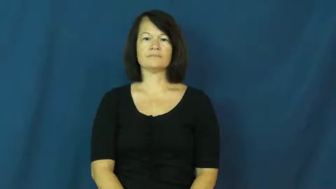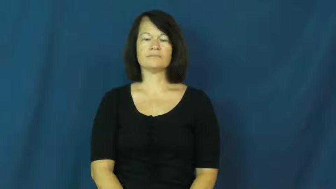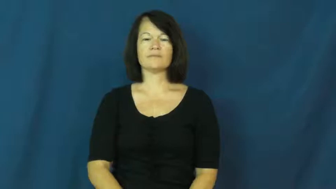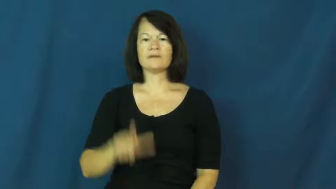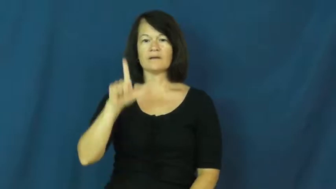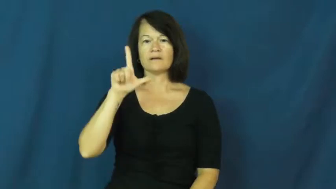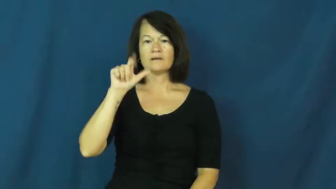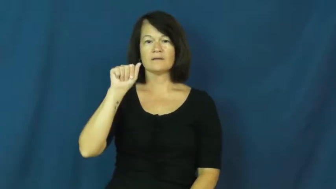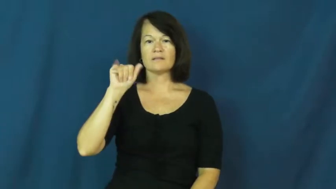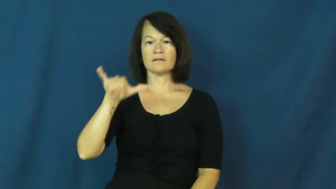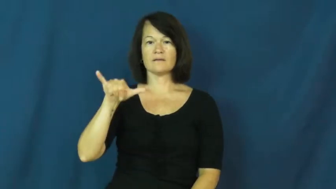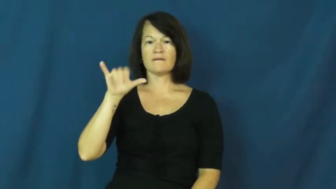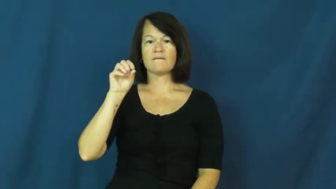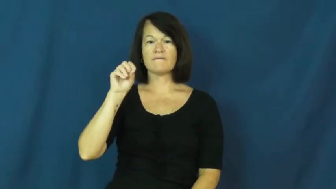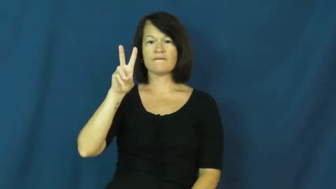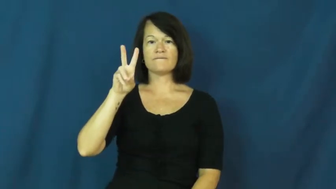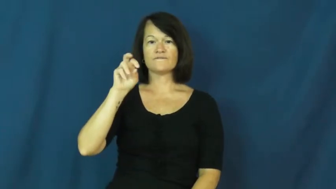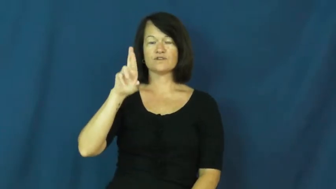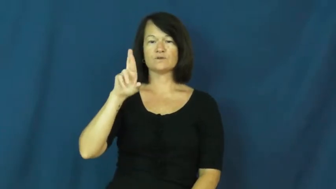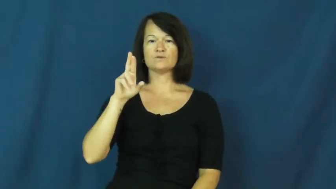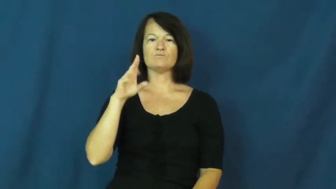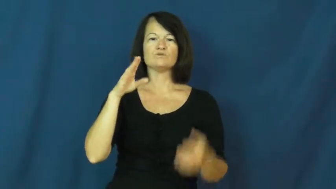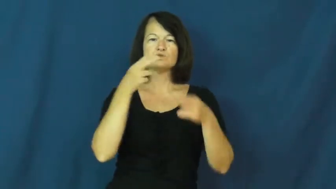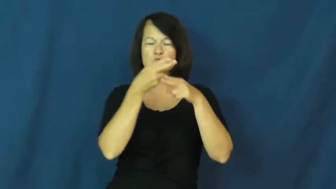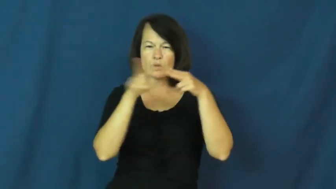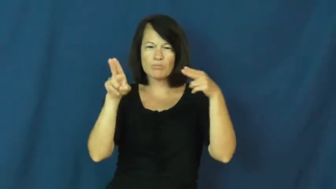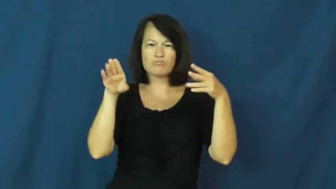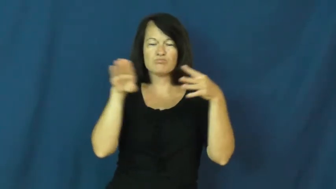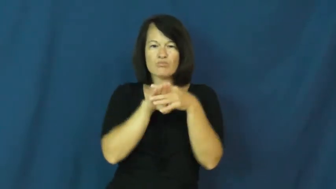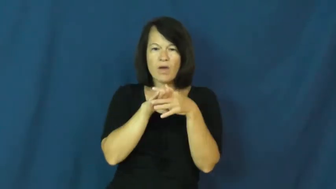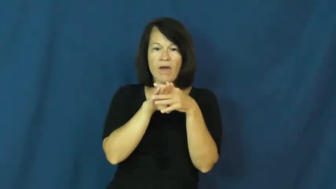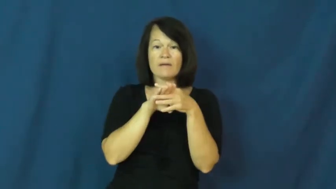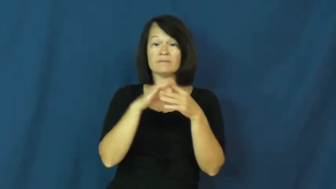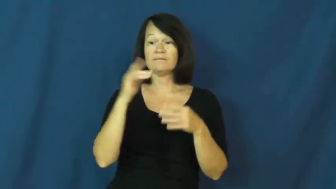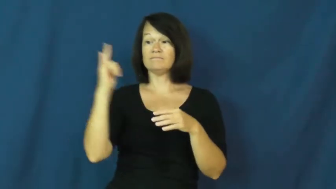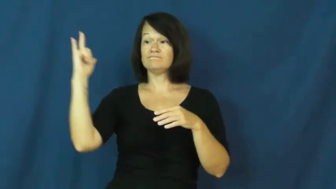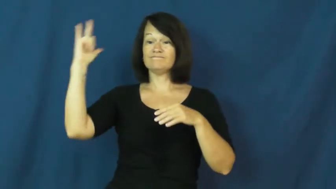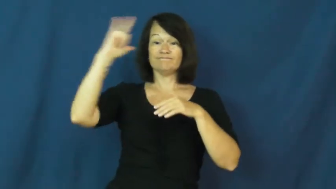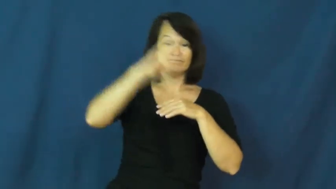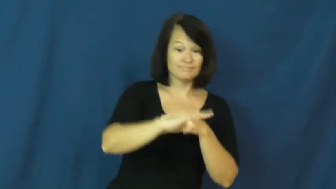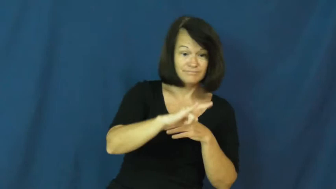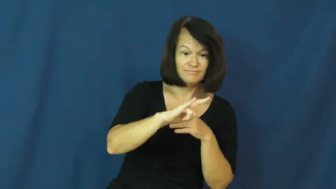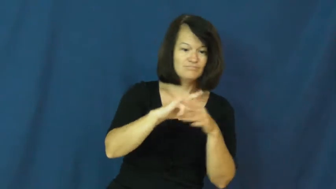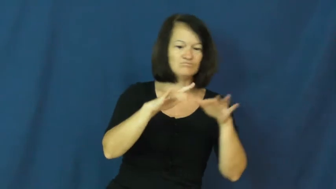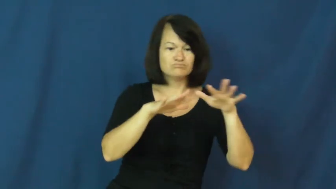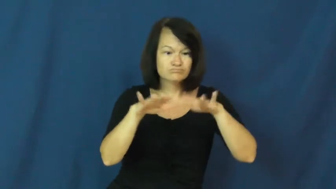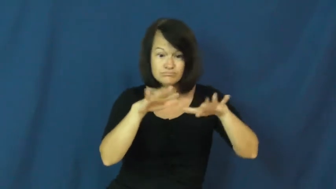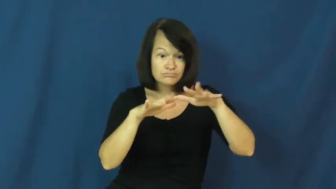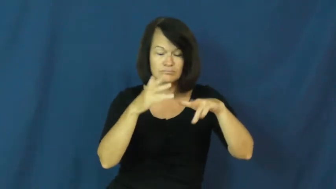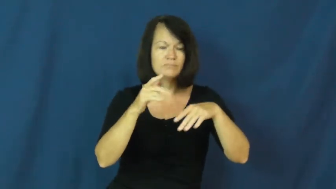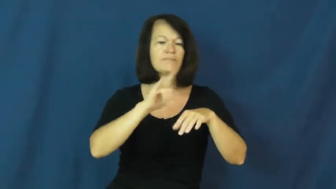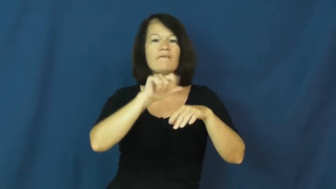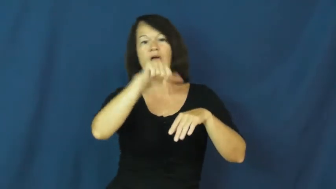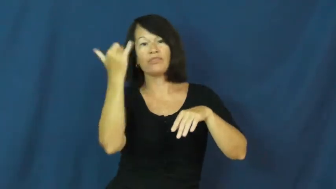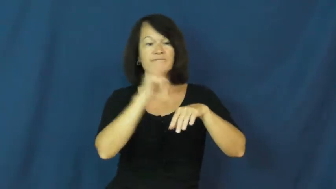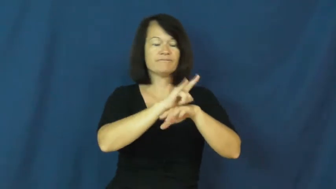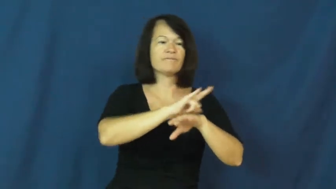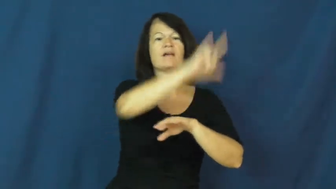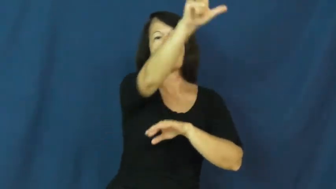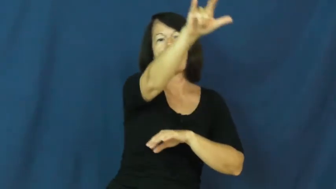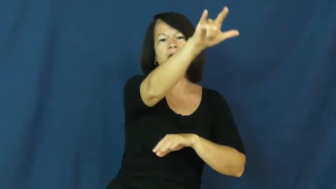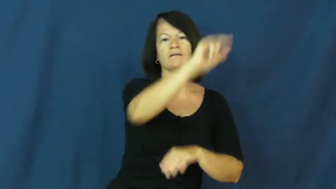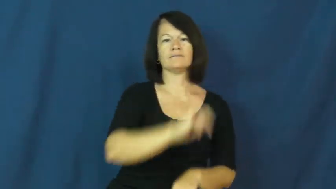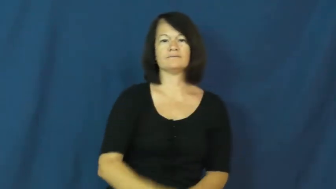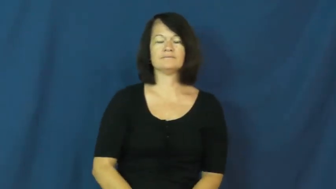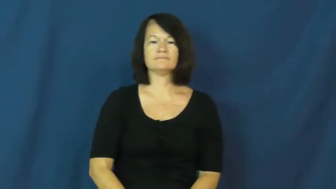layover